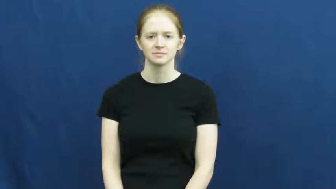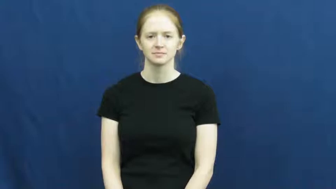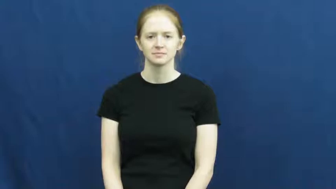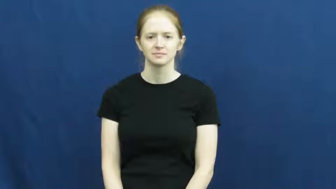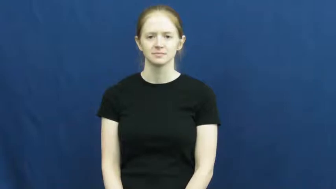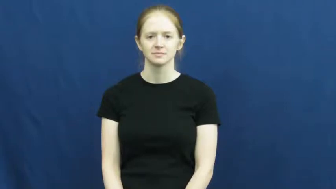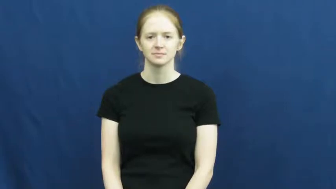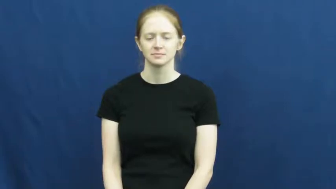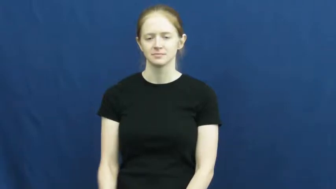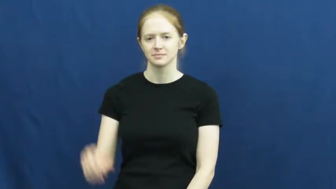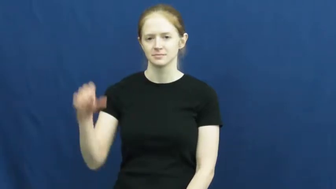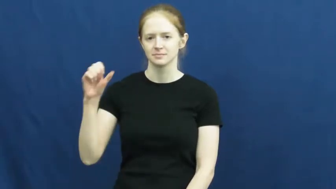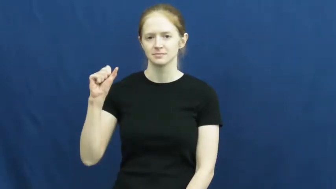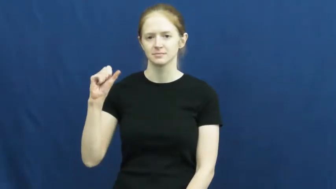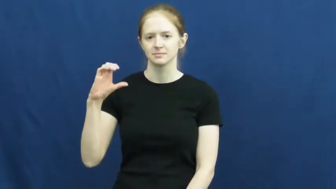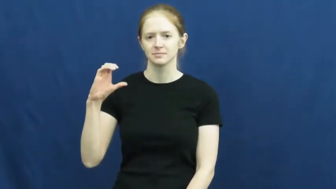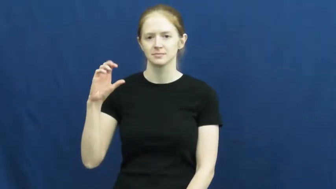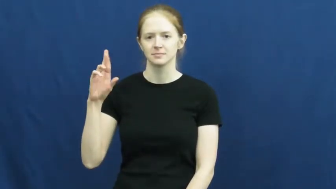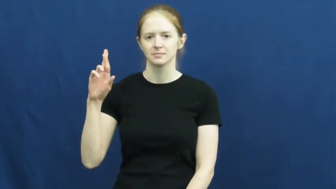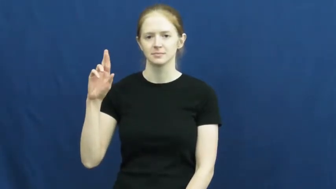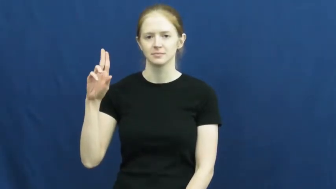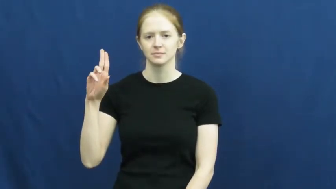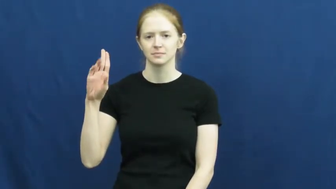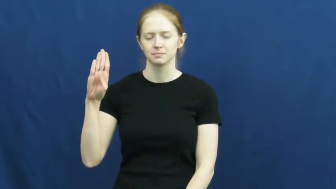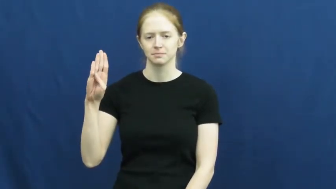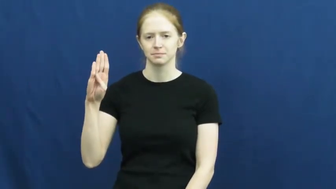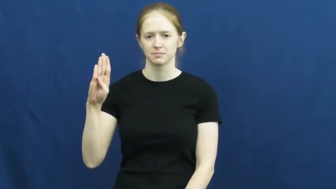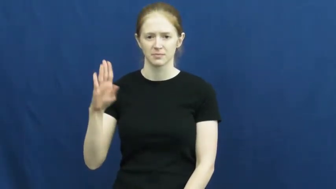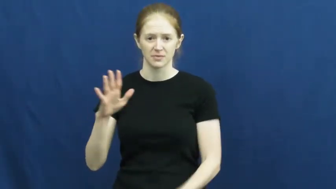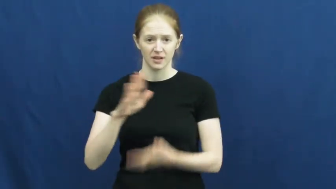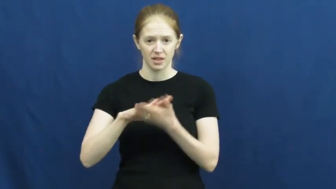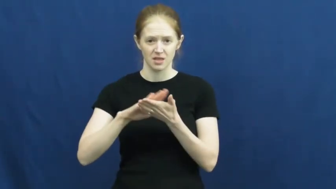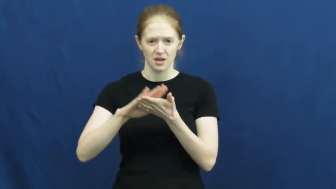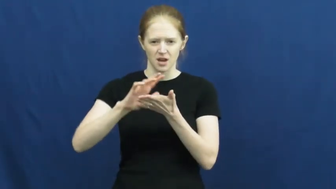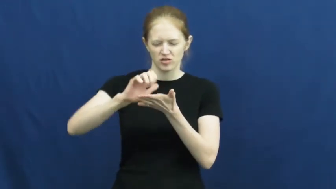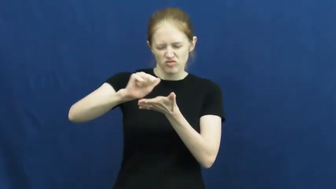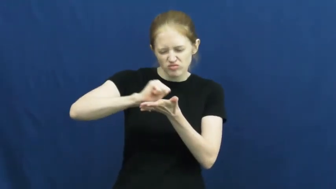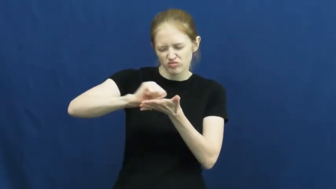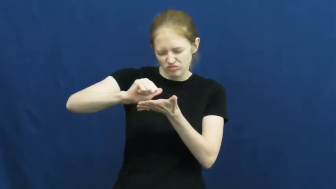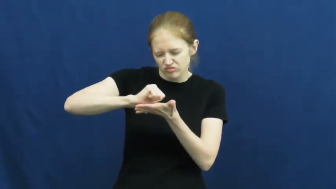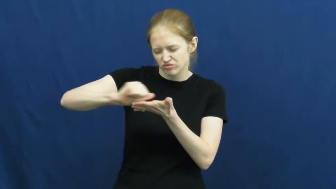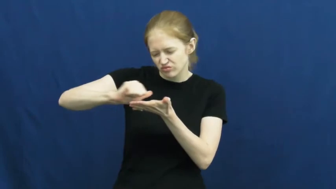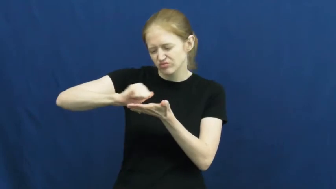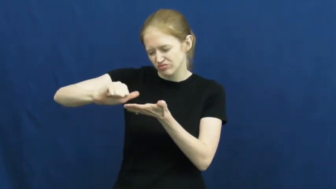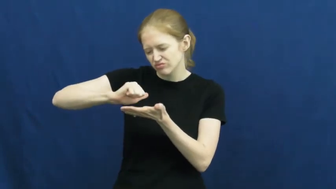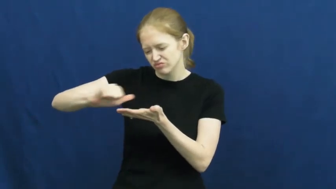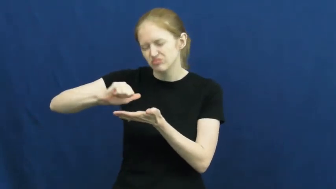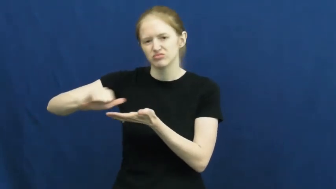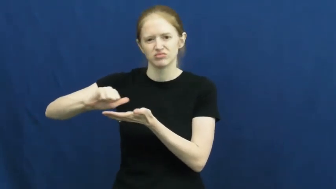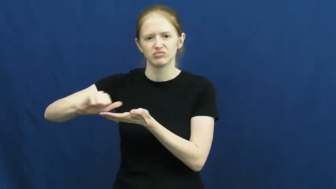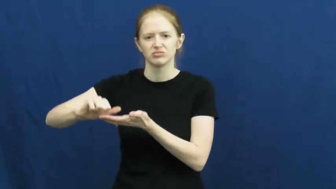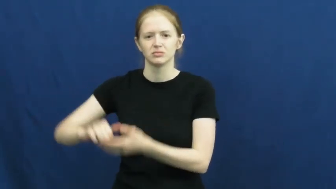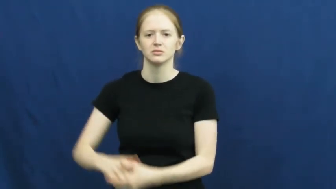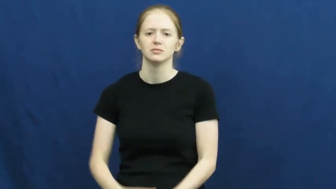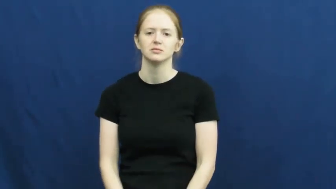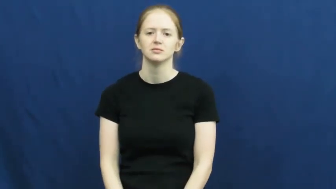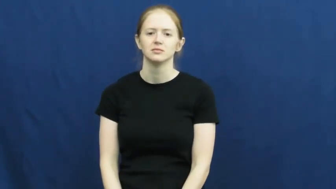scrub